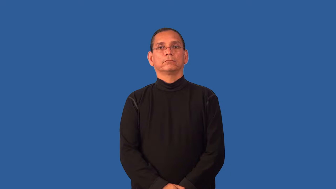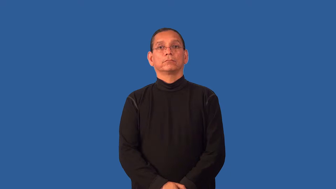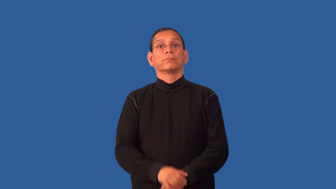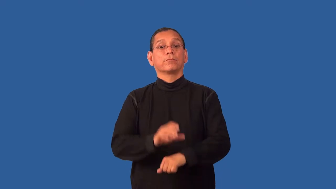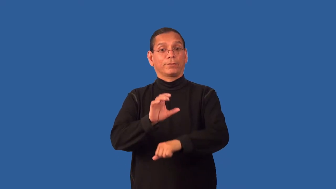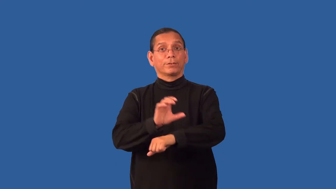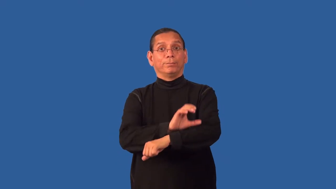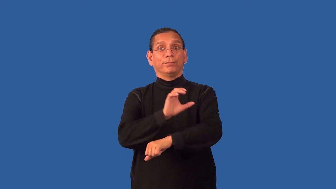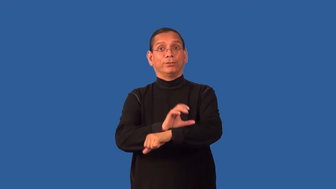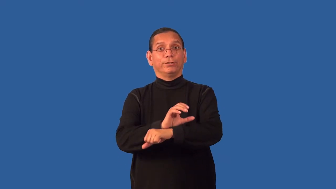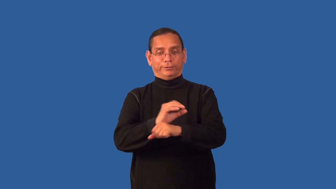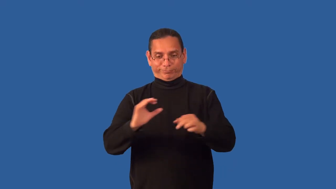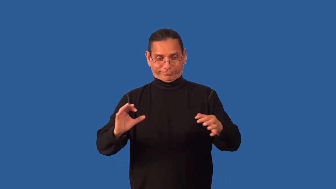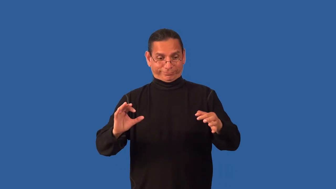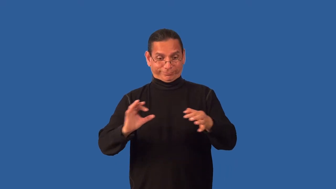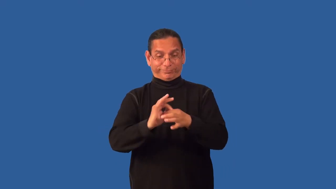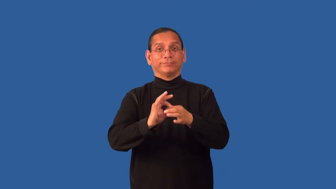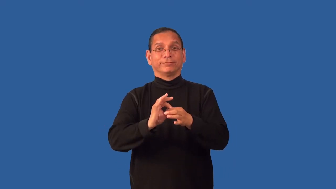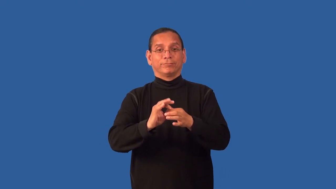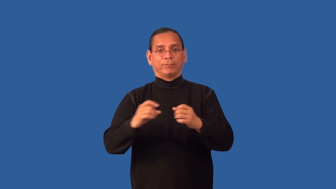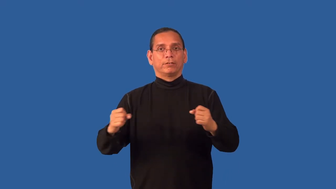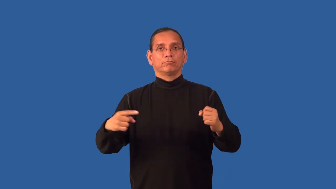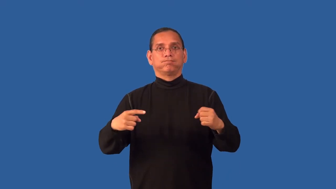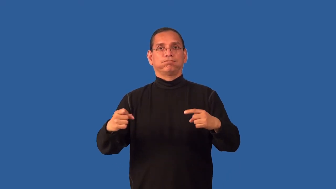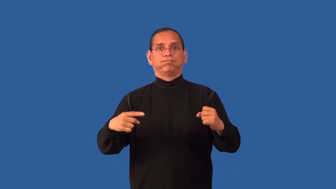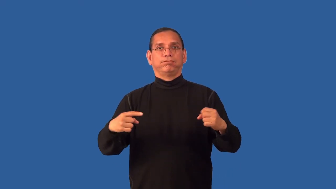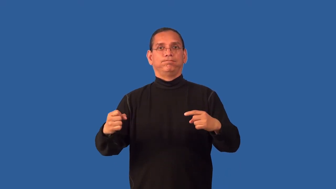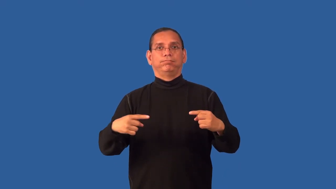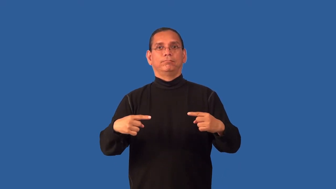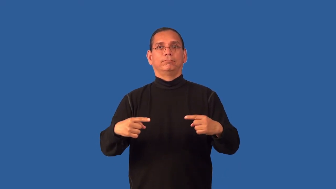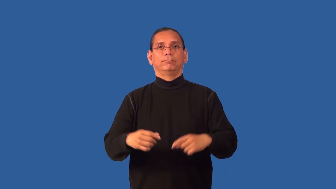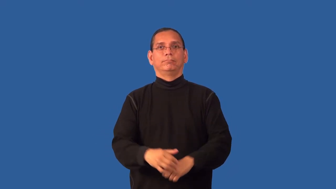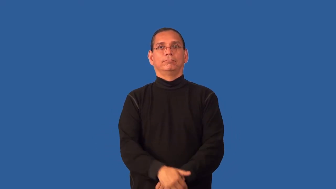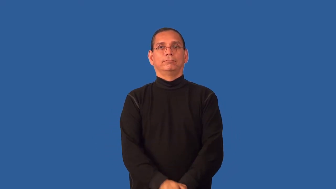drive-computer